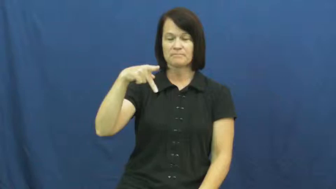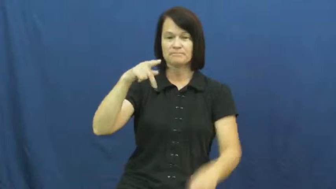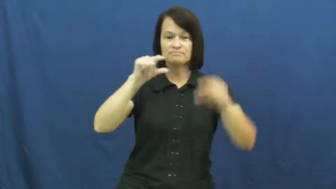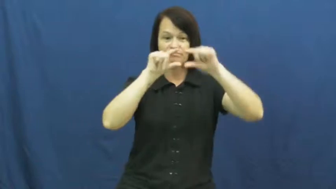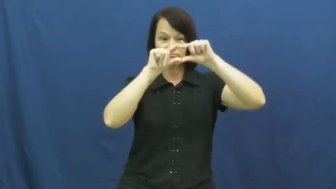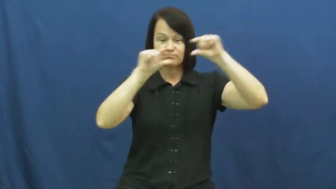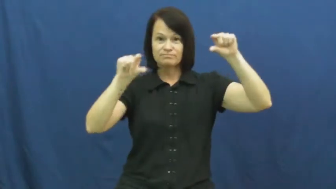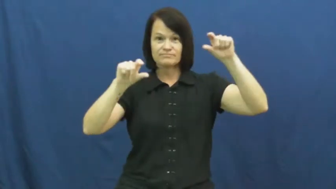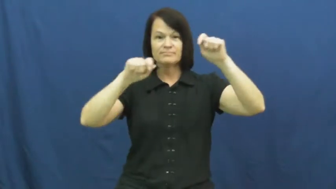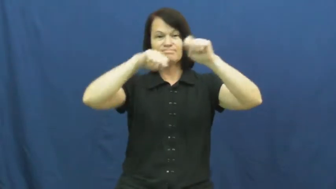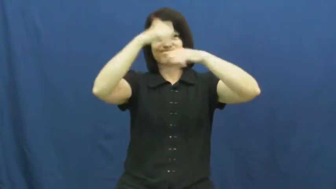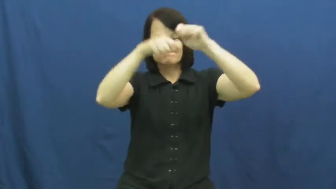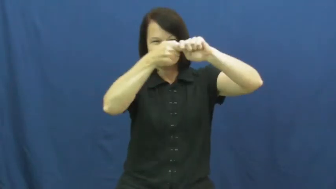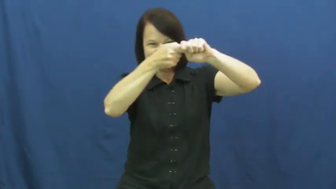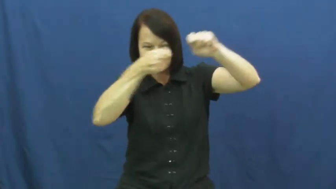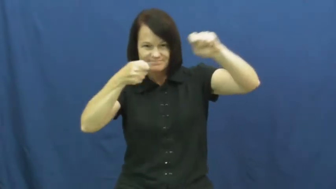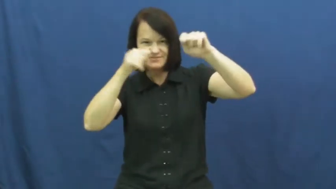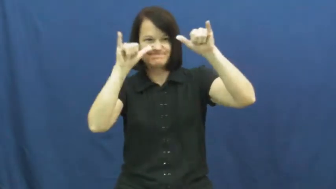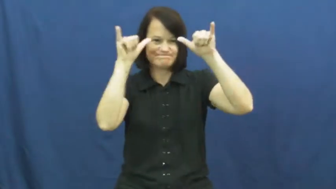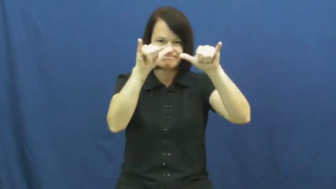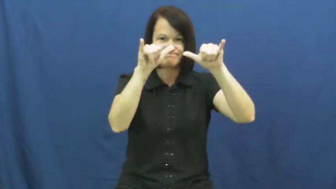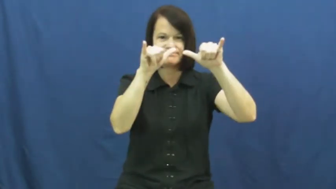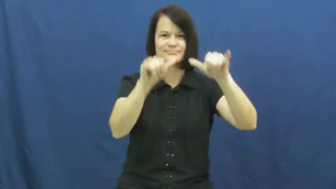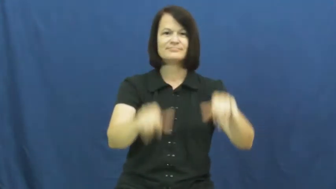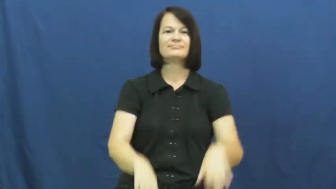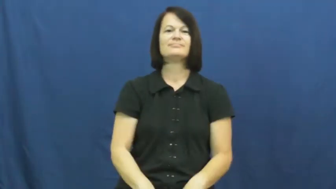strap,batten-secure